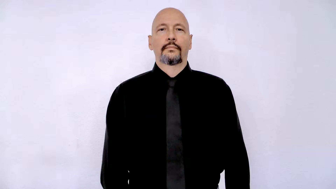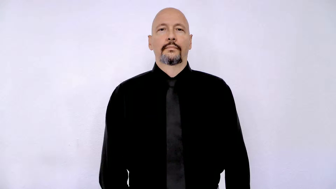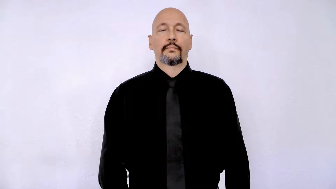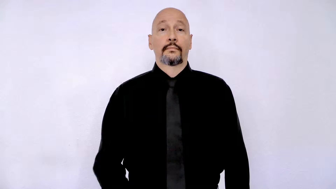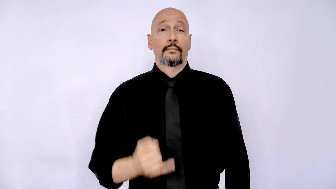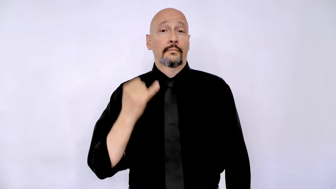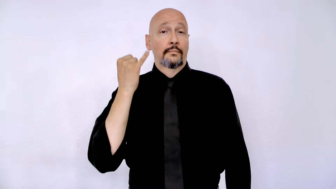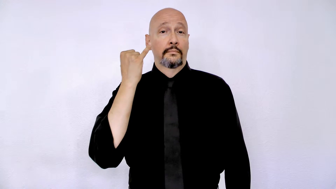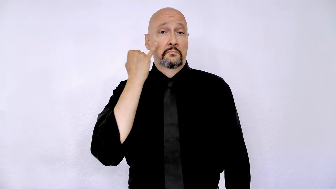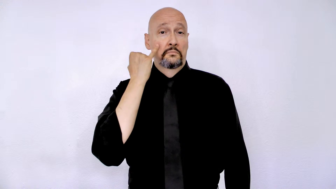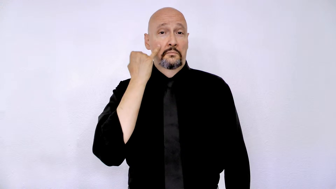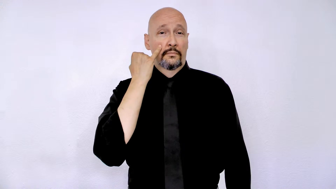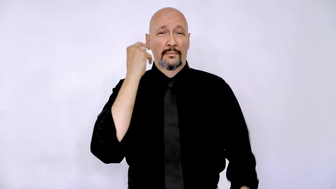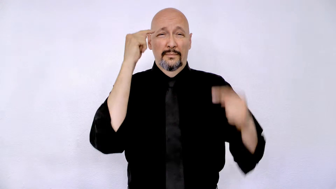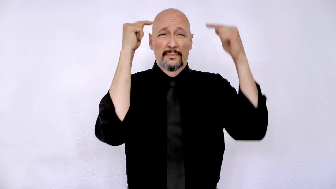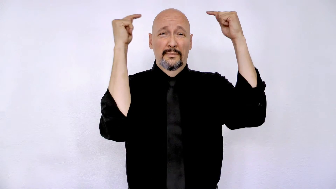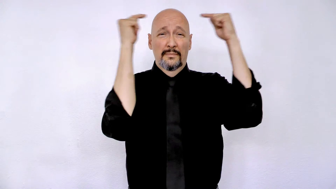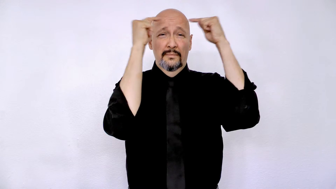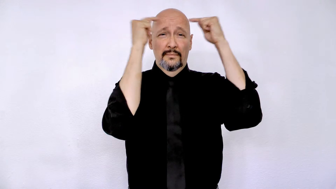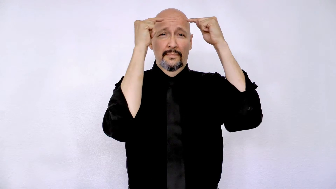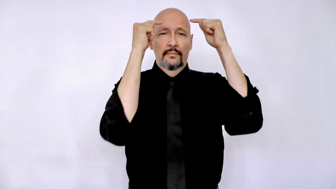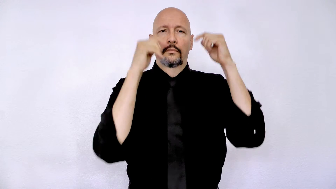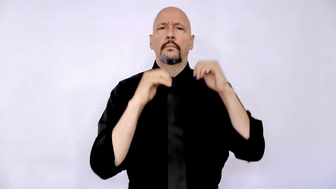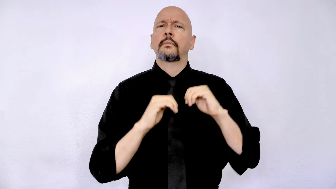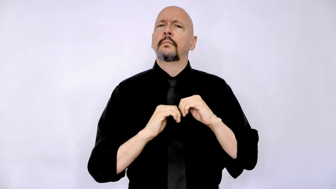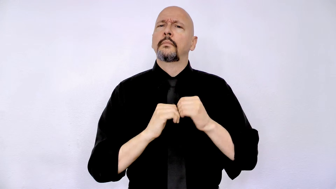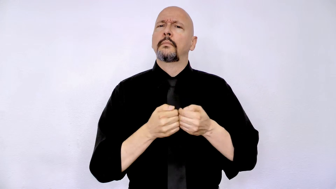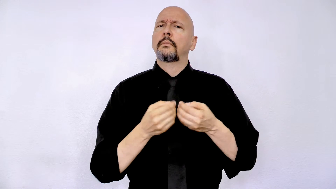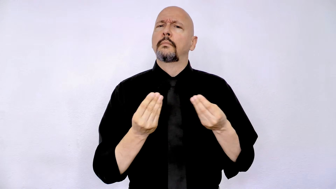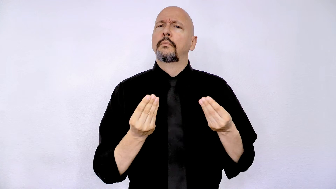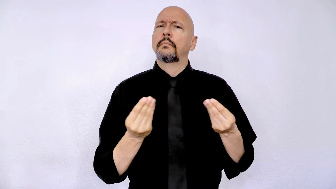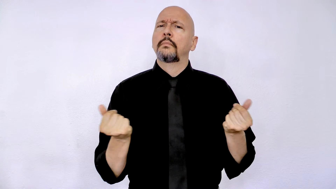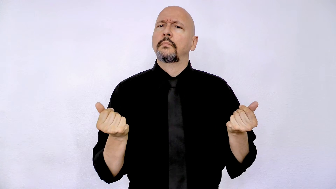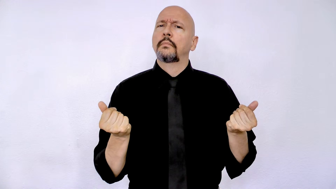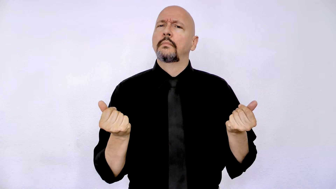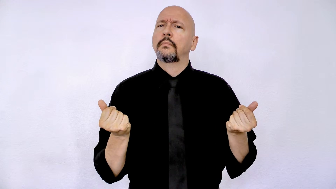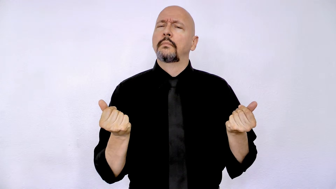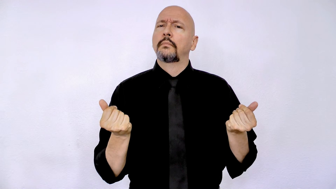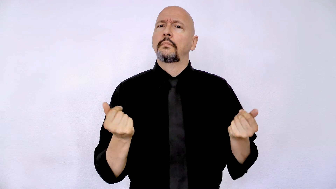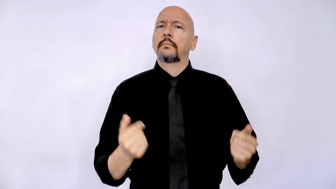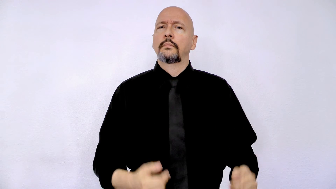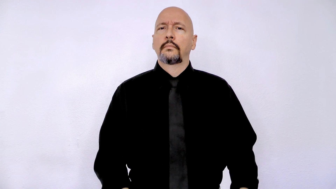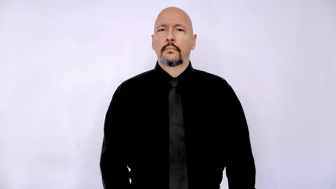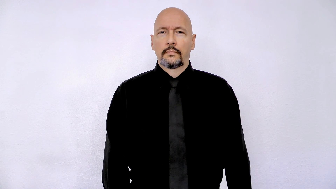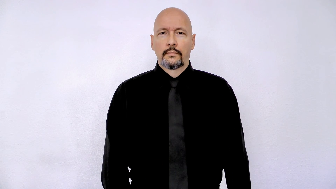suppose headache how solve